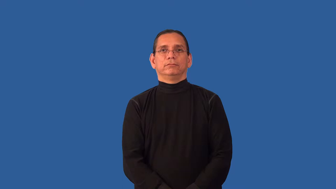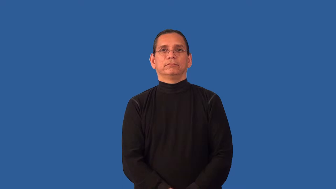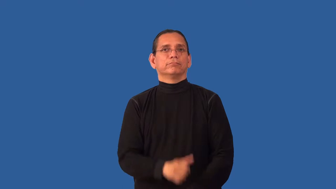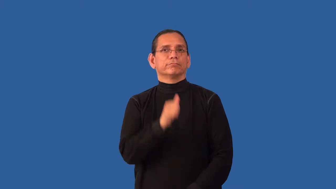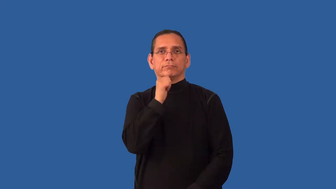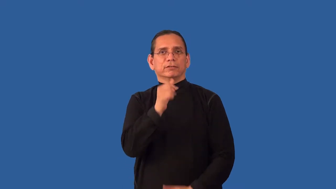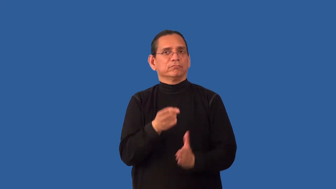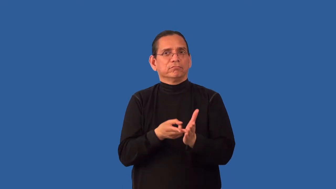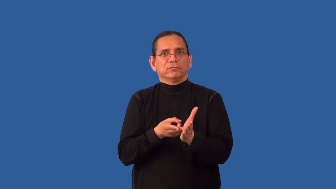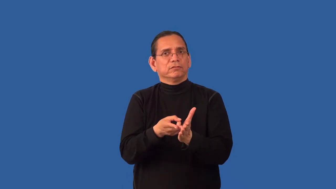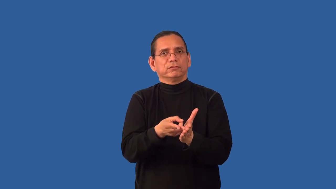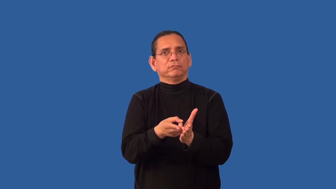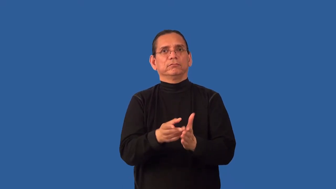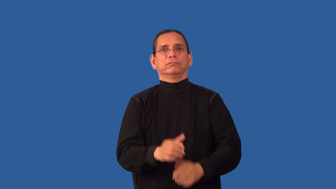crooked-not honest